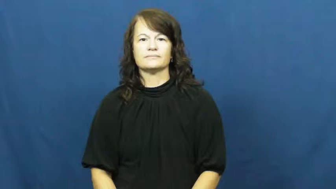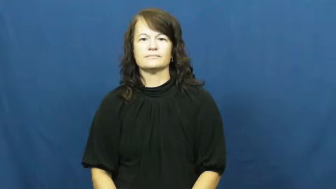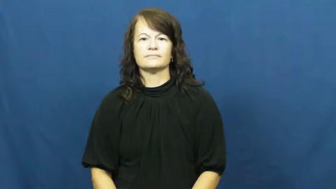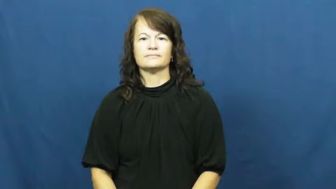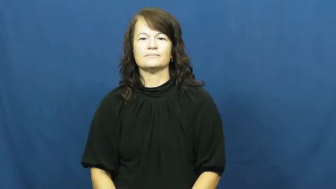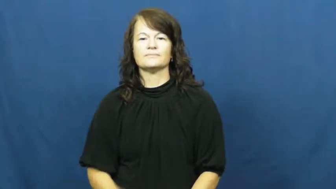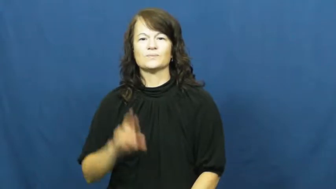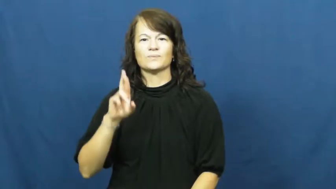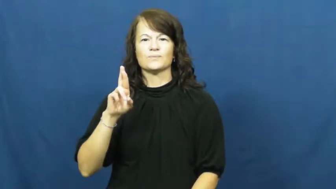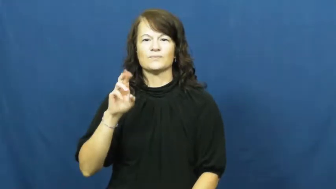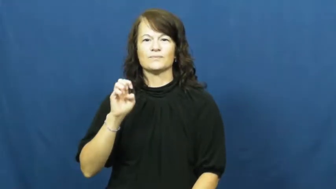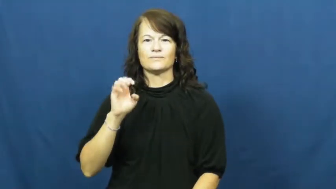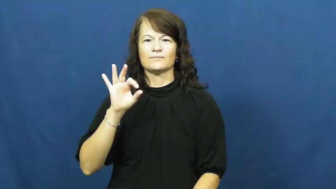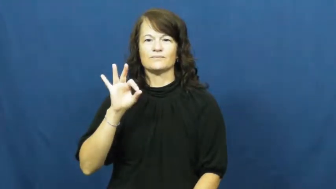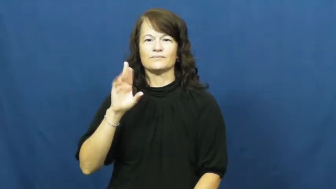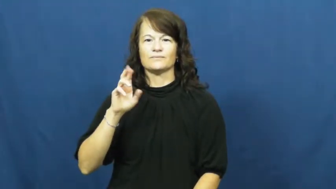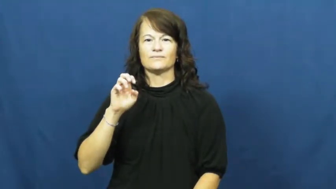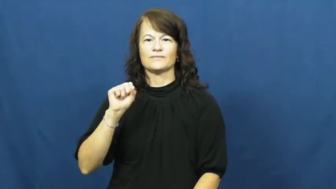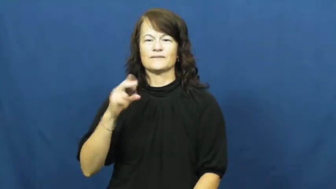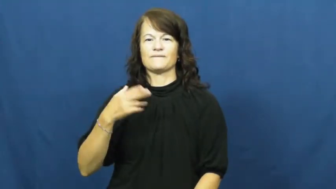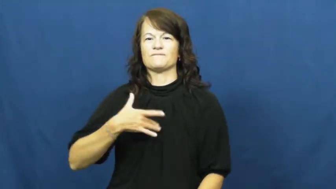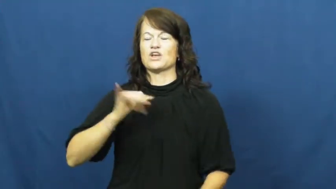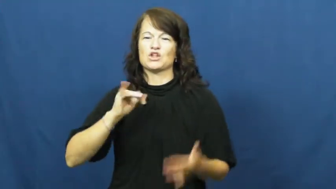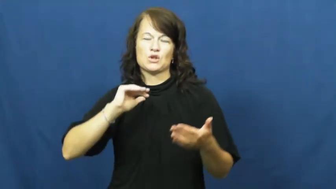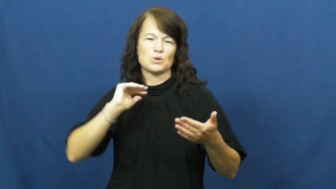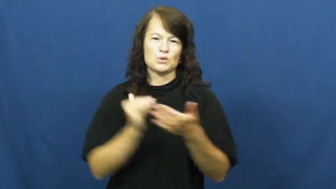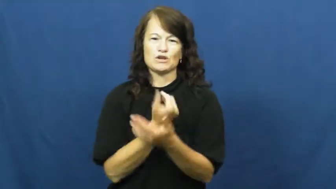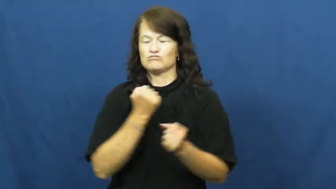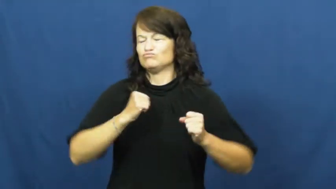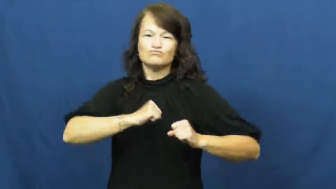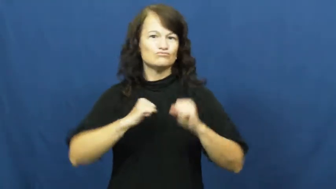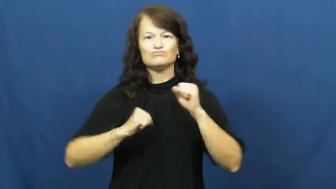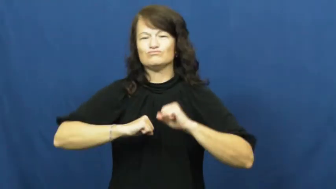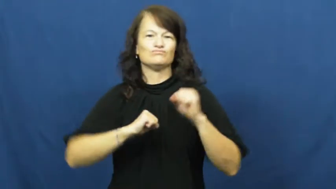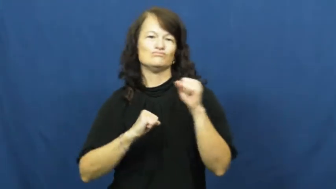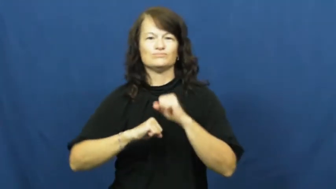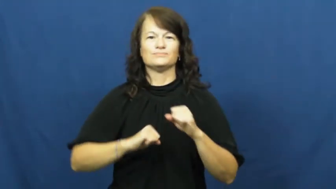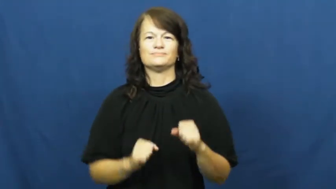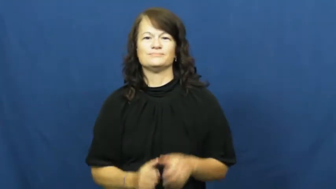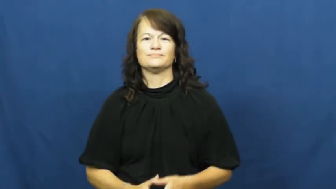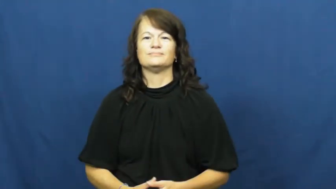refresh,freshen,perk up,reinvigorate-body